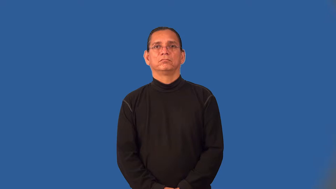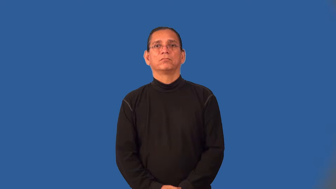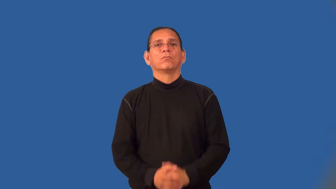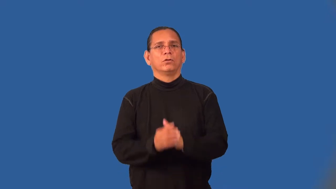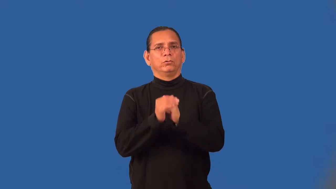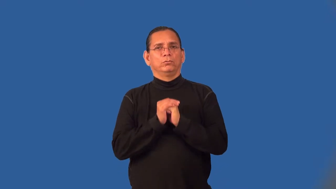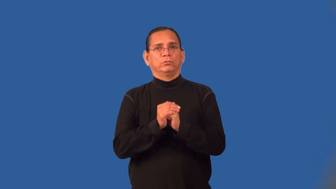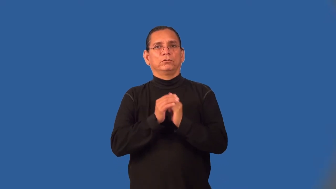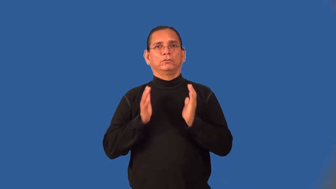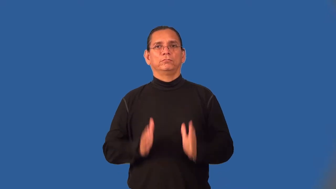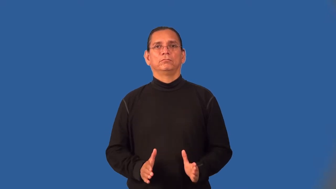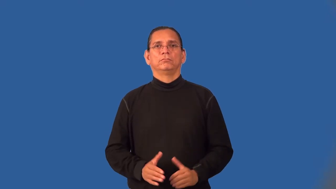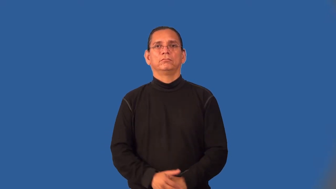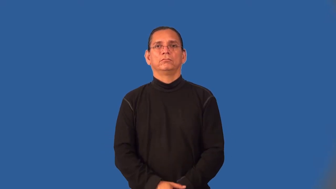worshipper